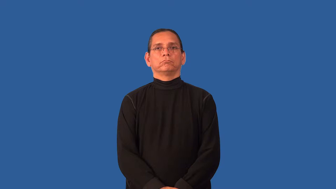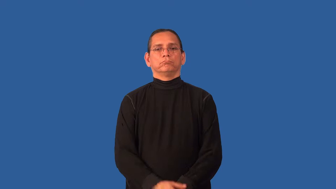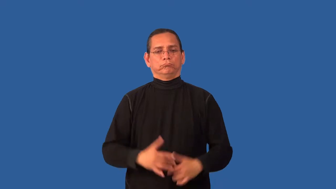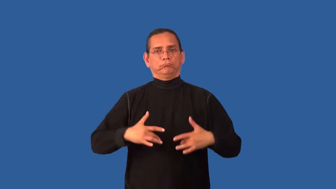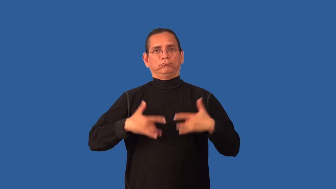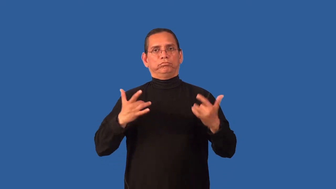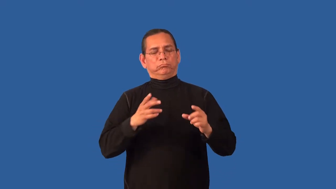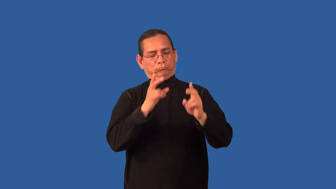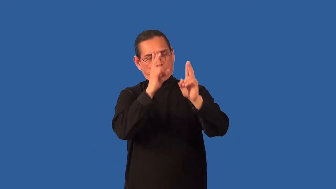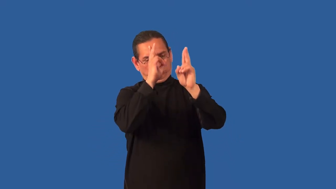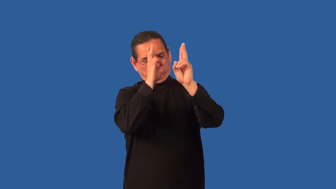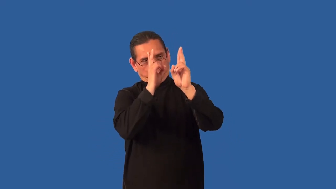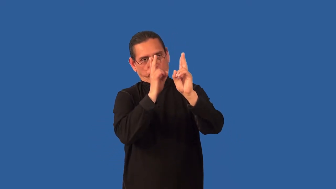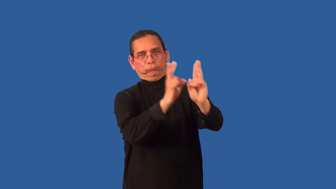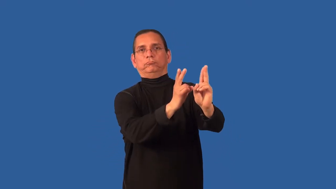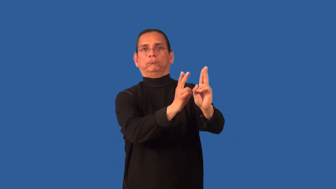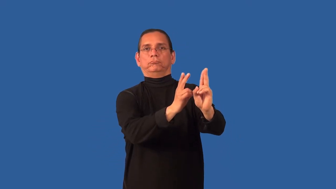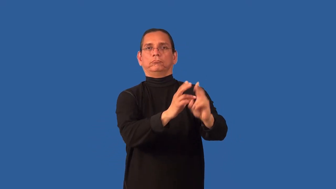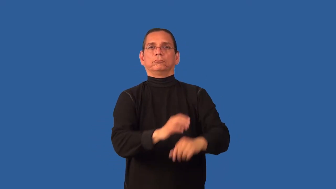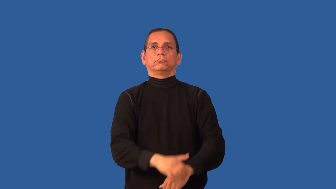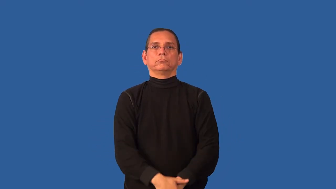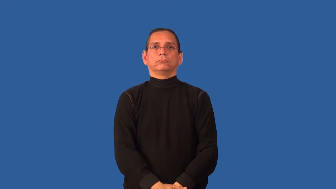commemorate